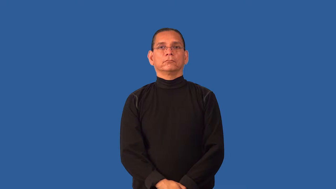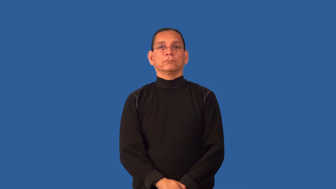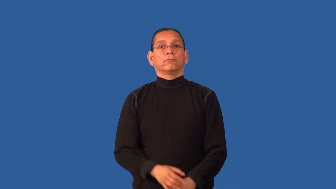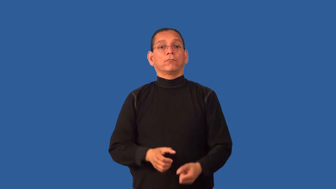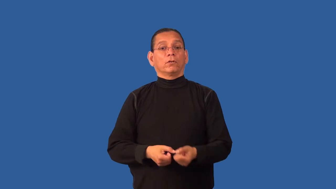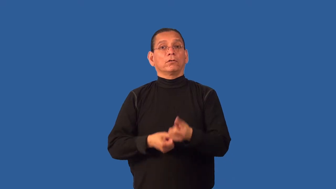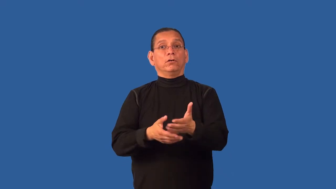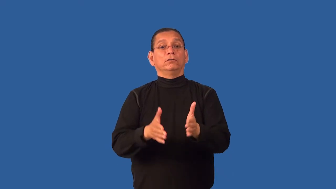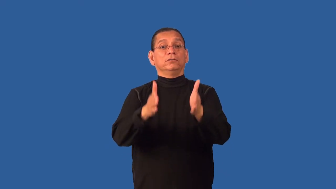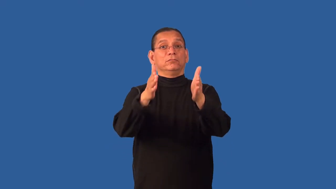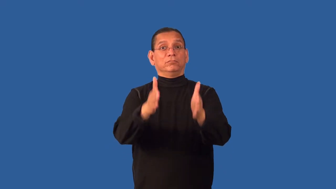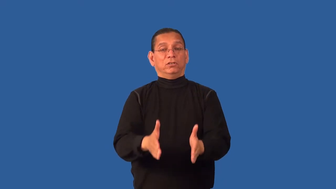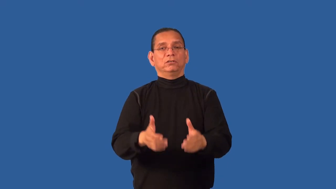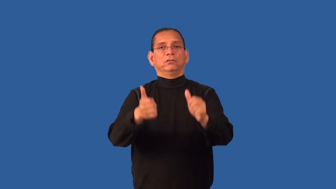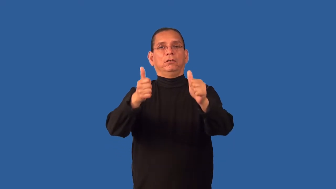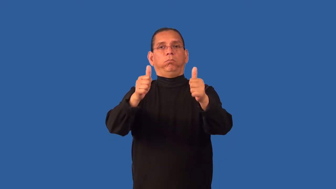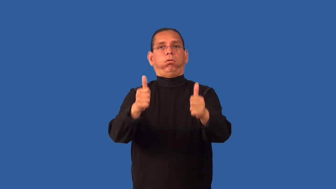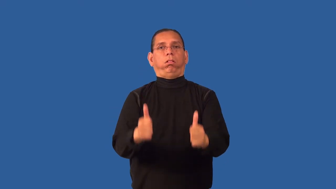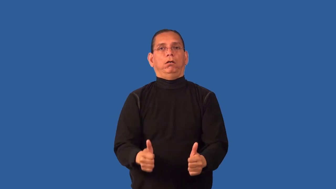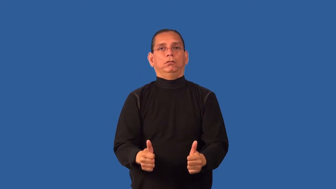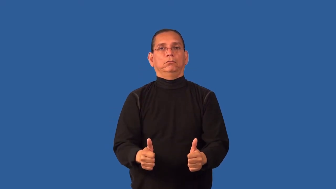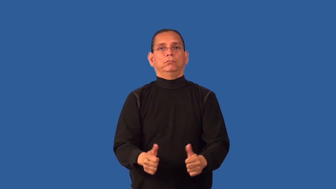debilitate